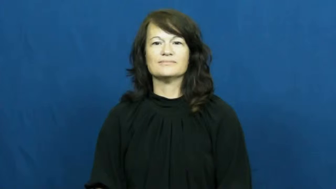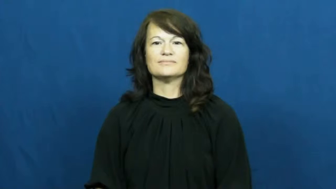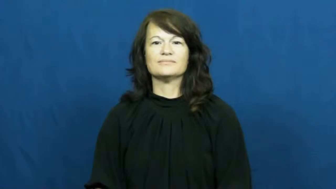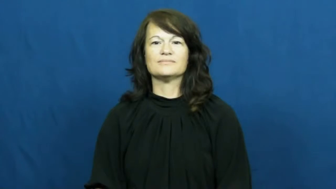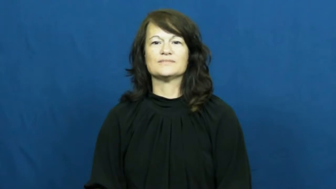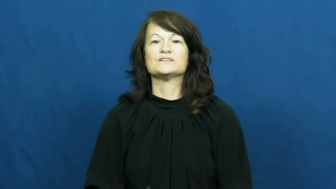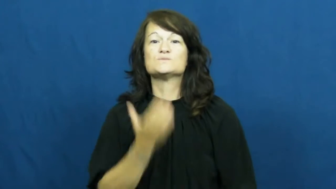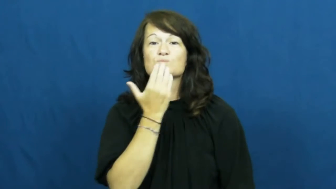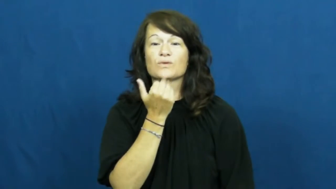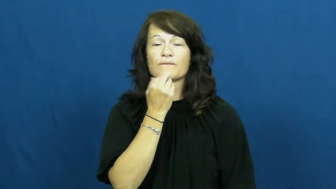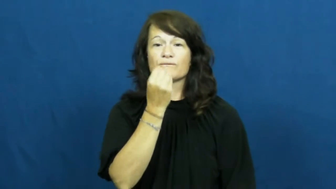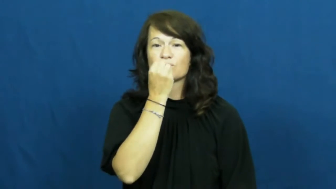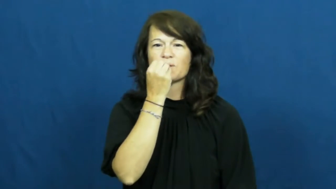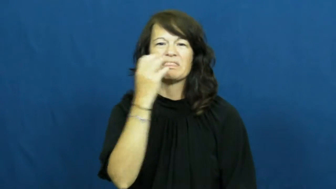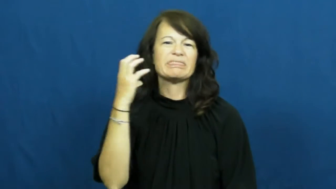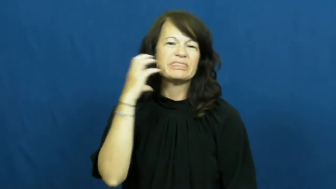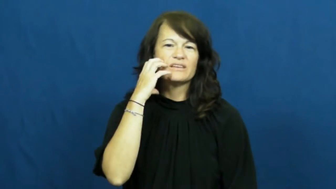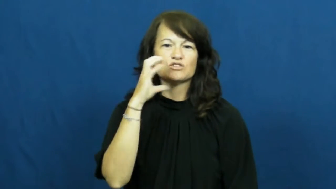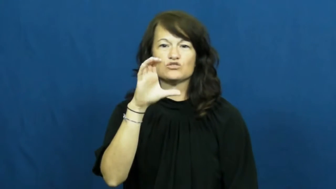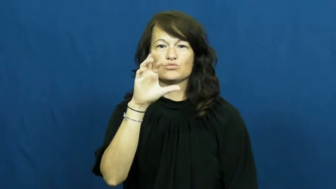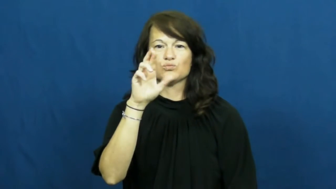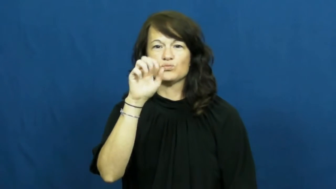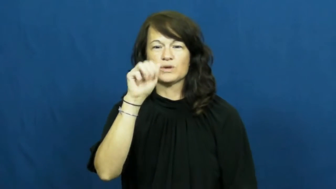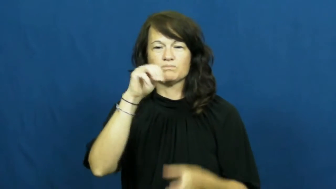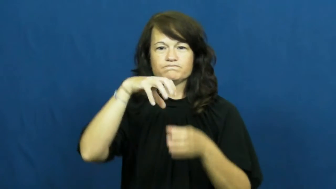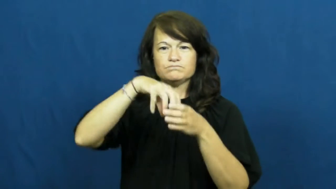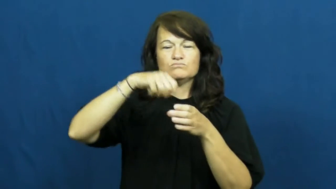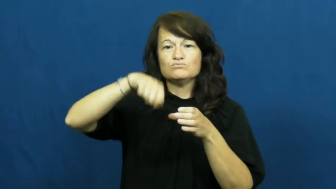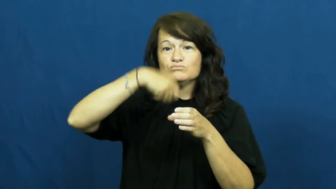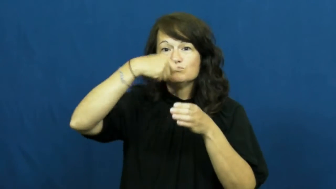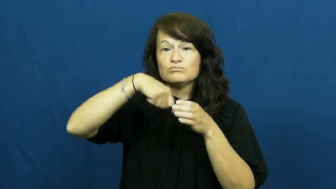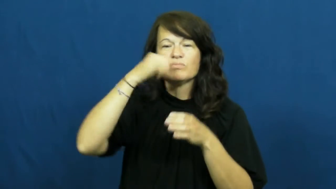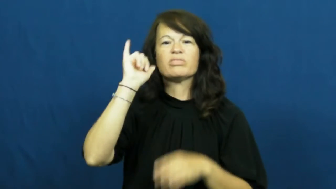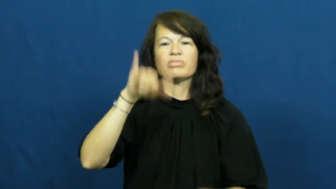mousse-dessert